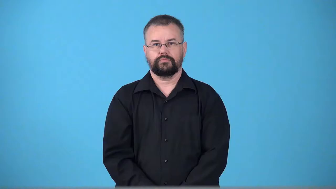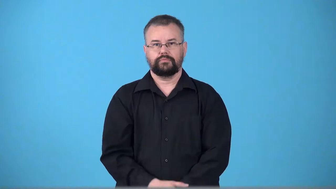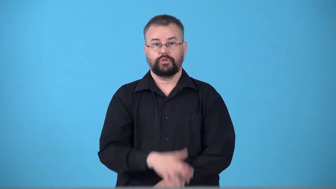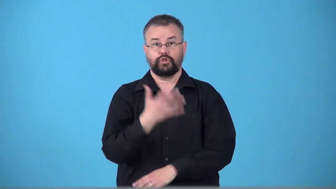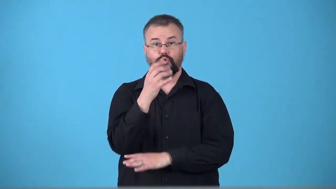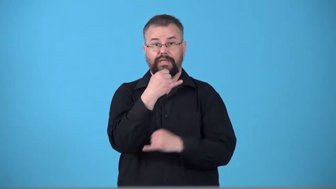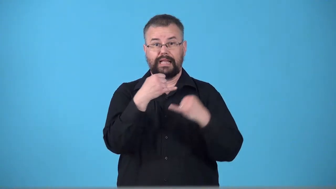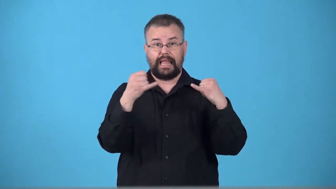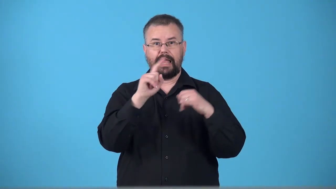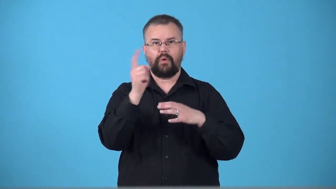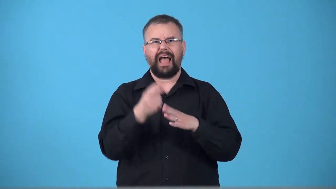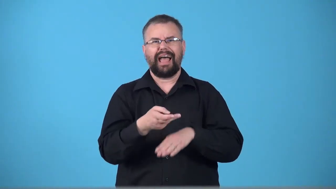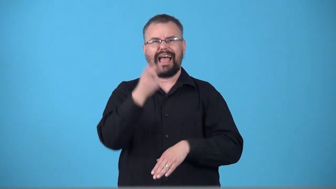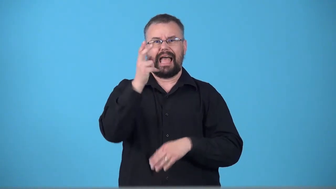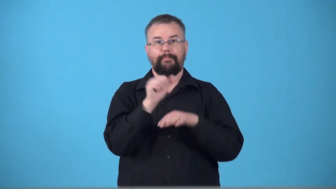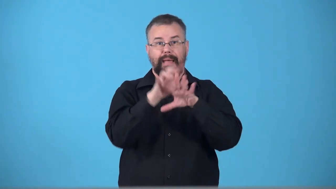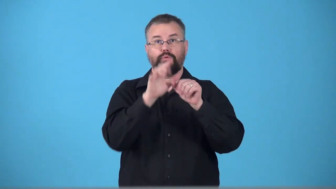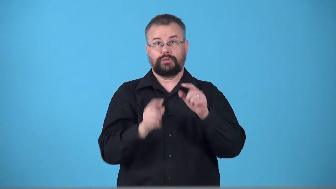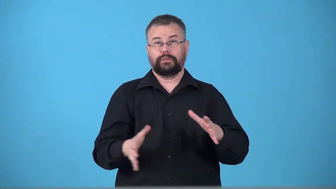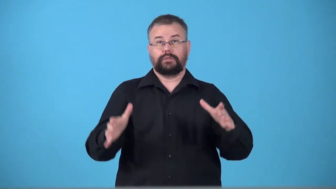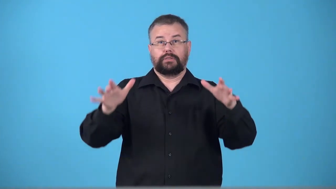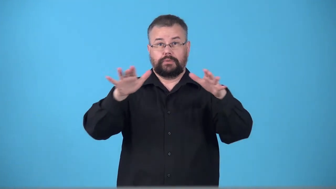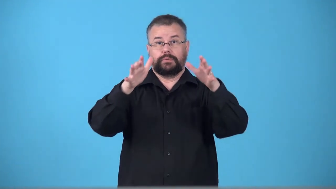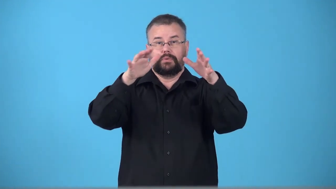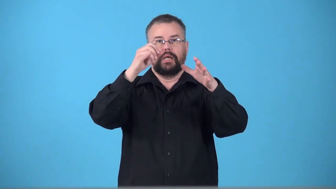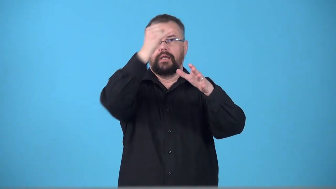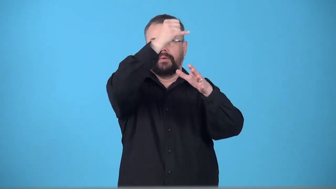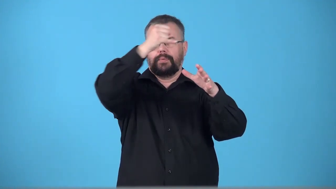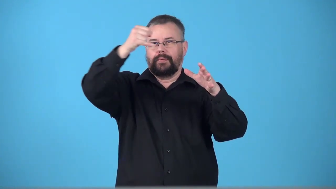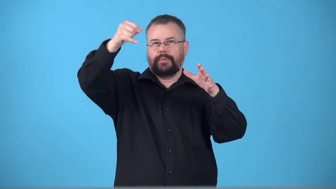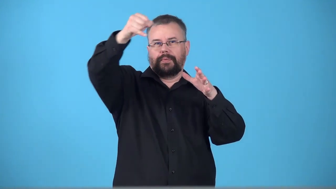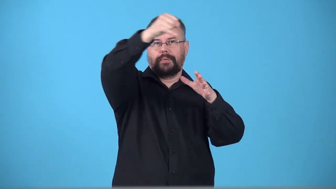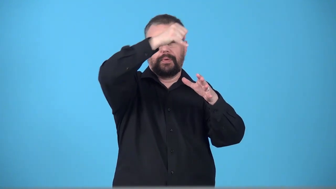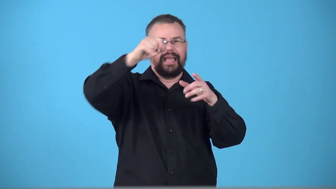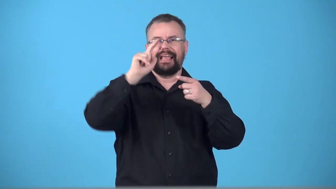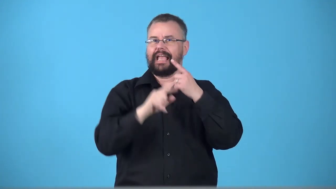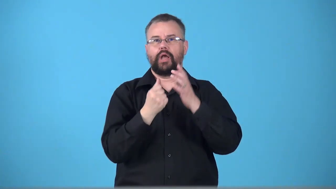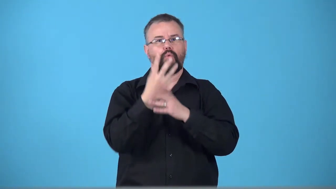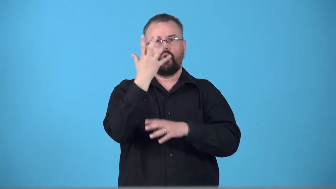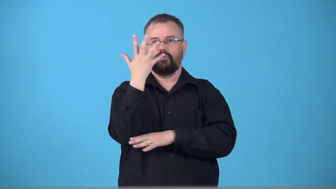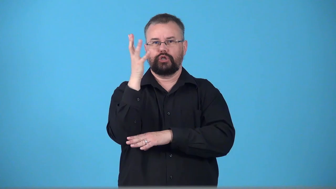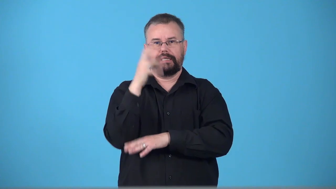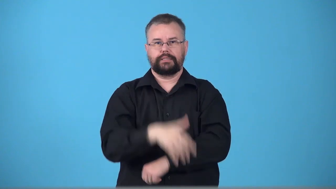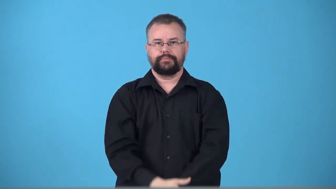treeline